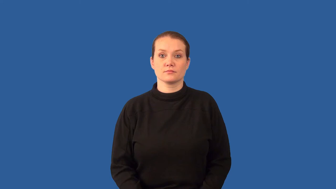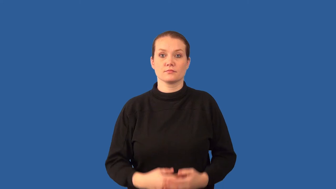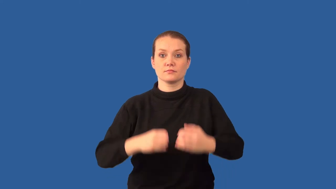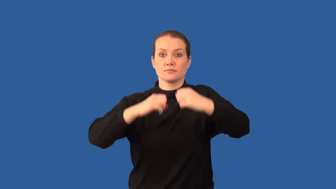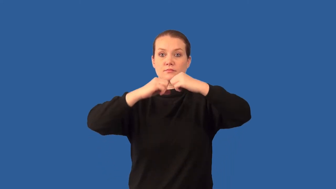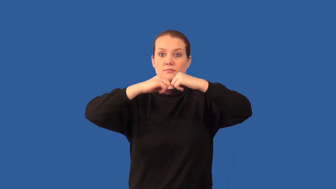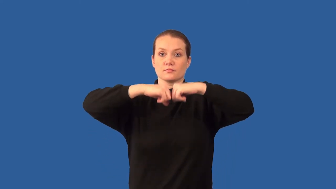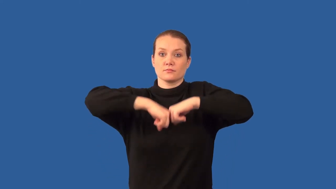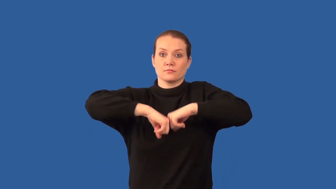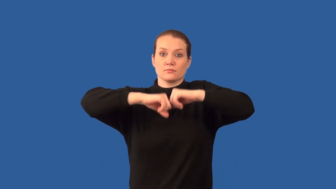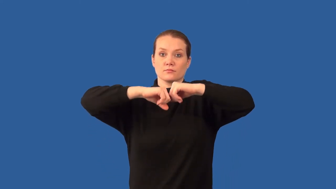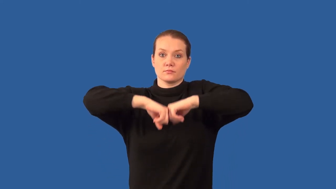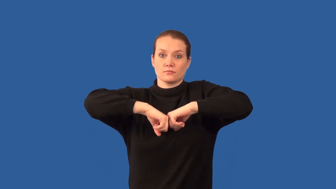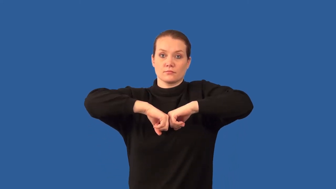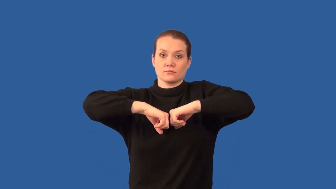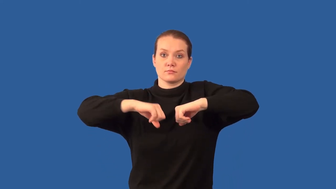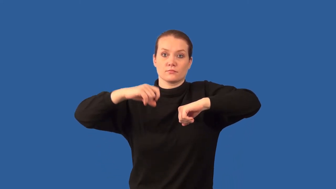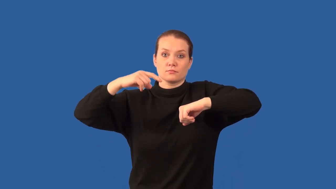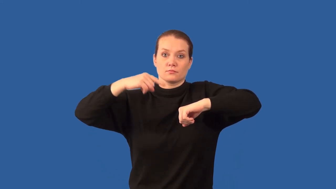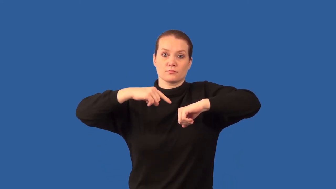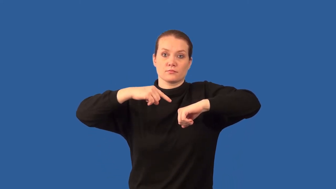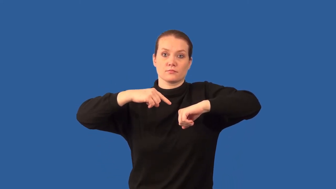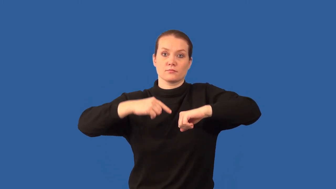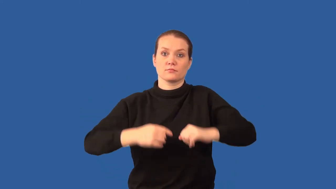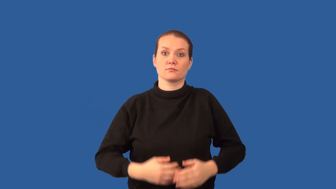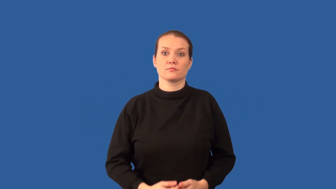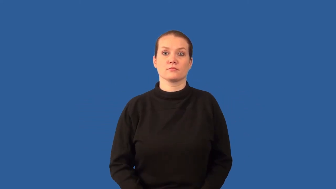joint-body